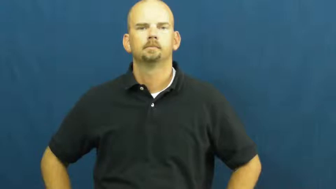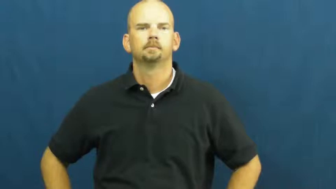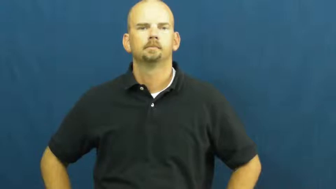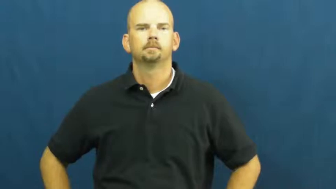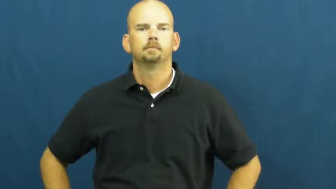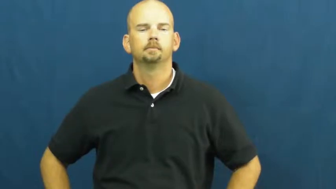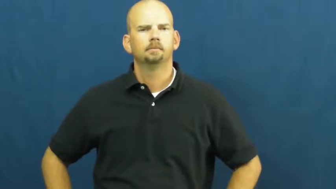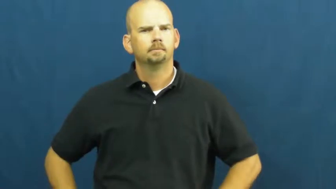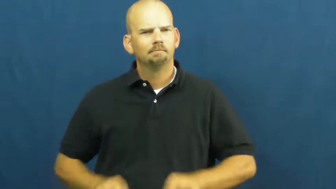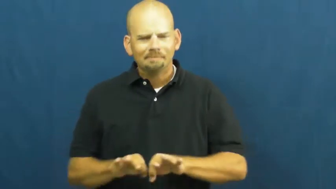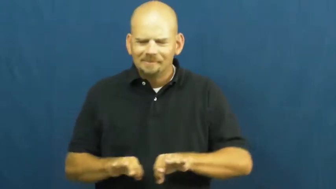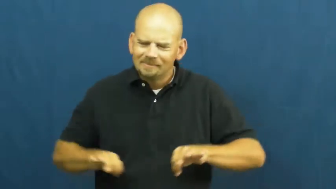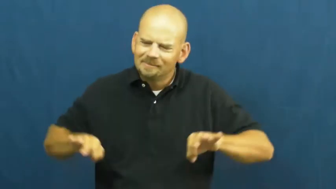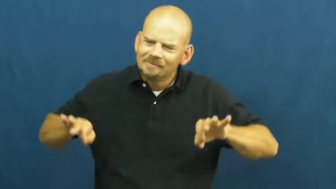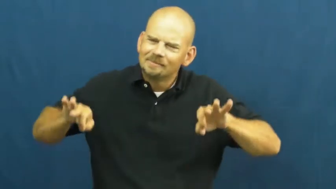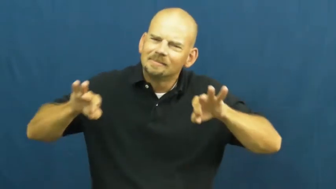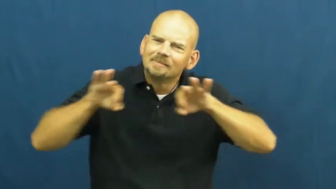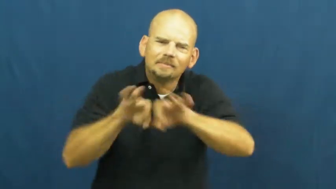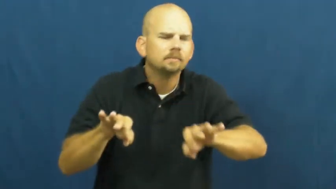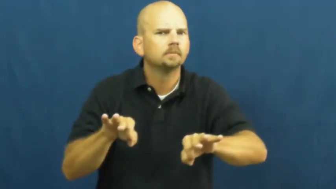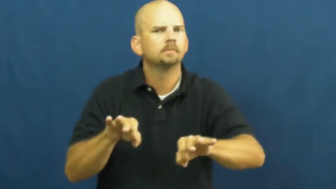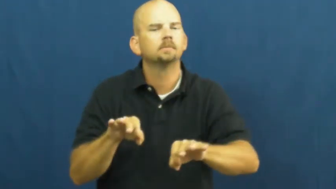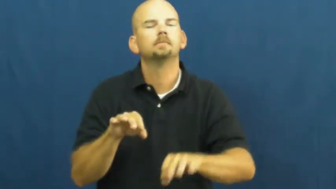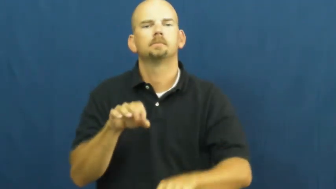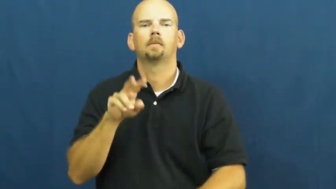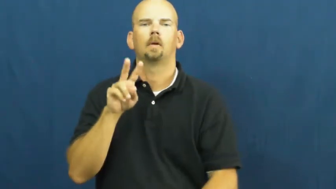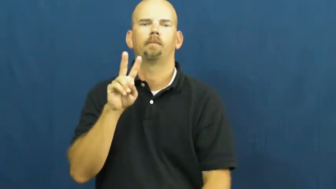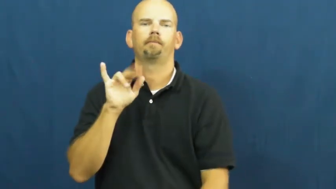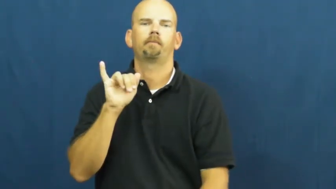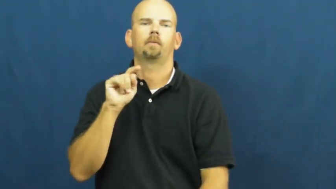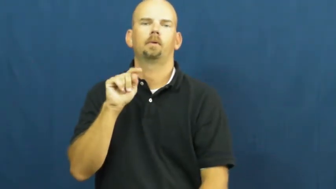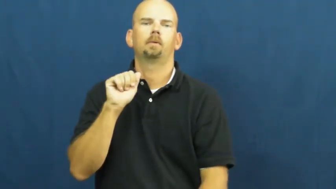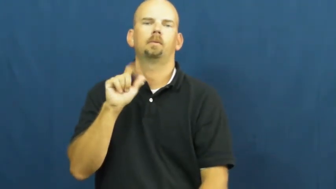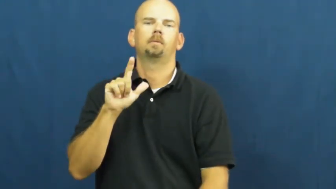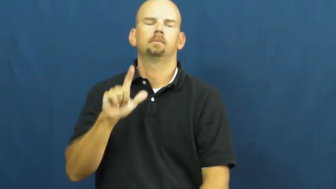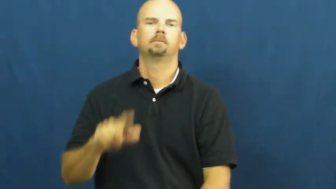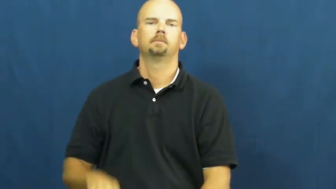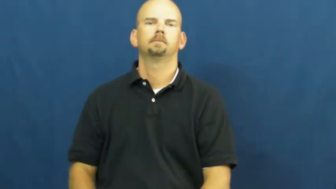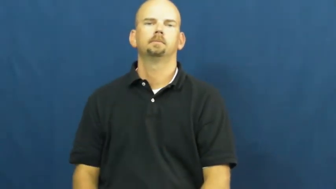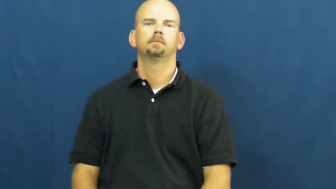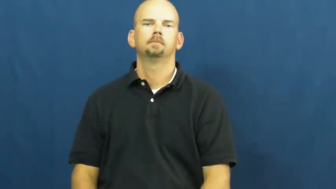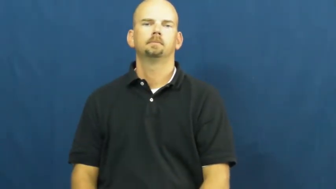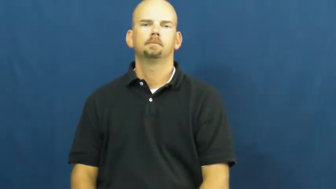vital,heartbeat